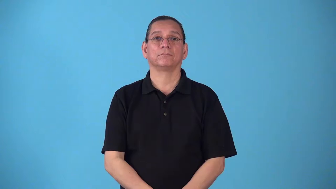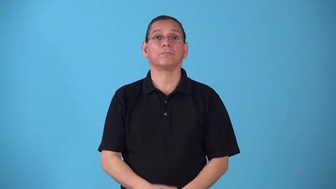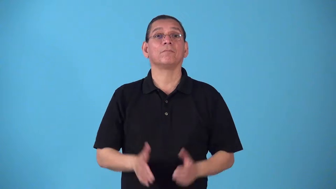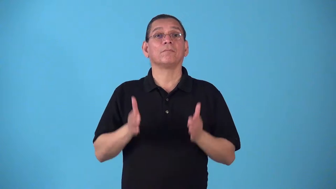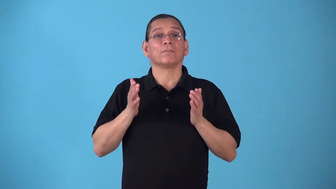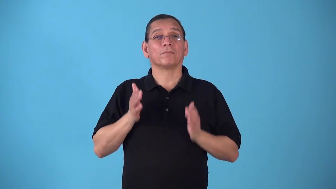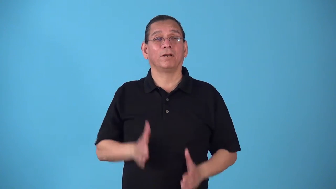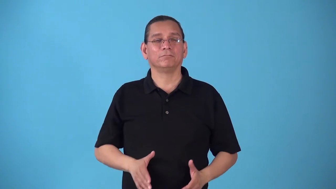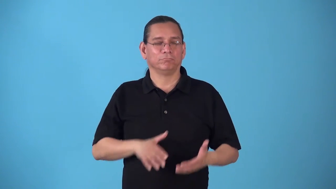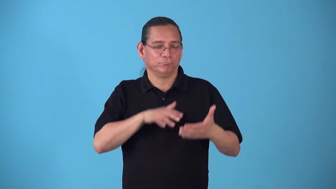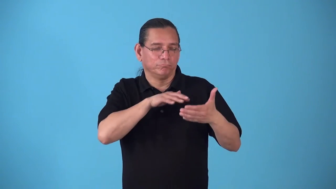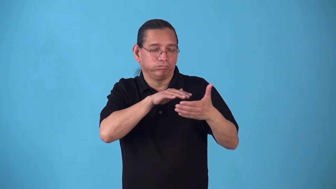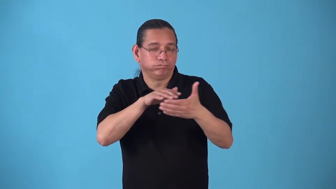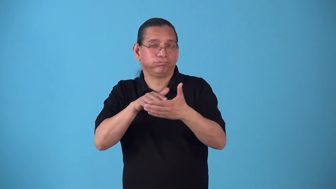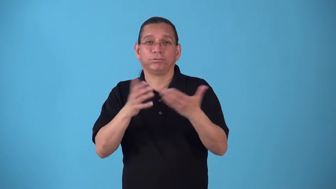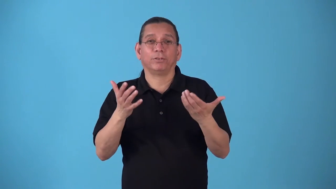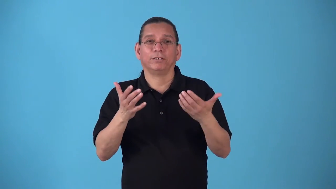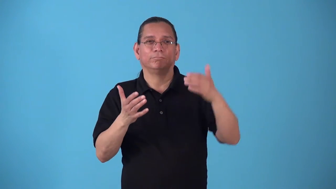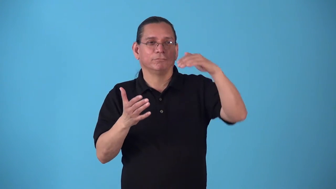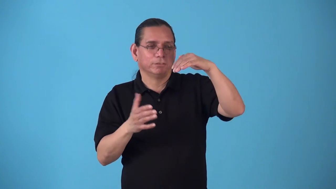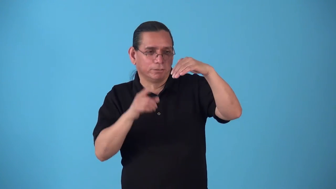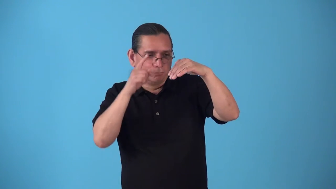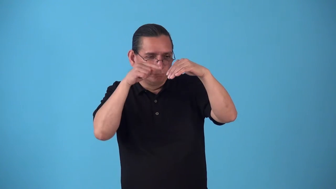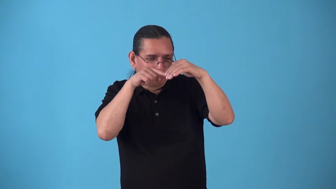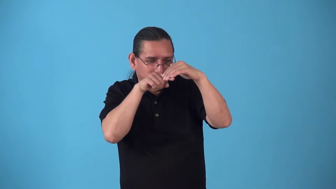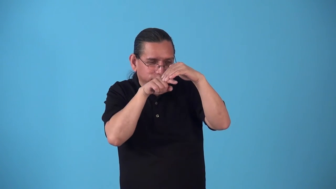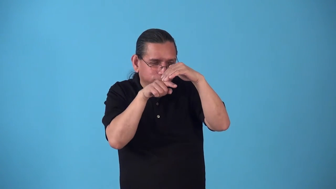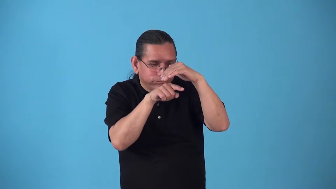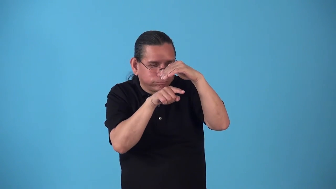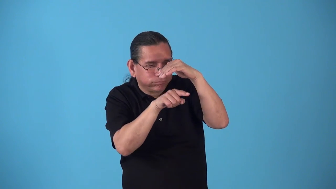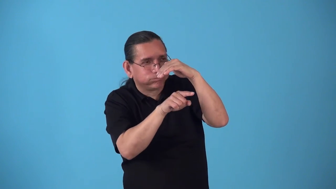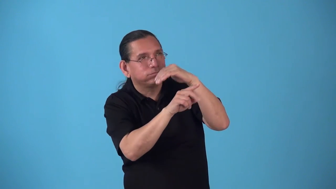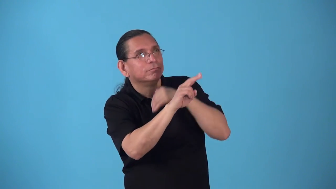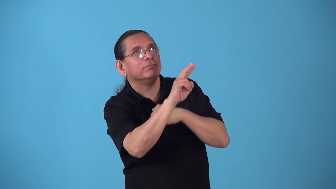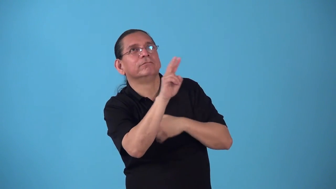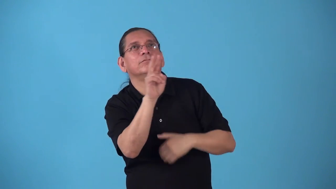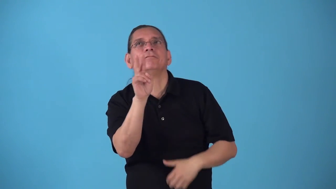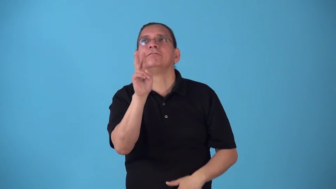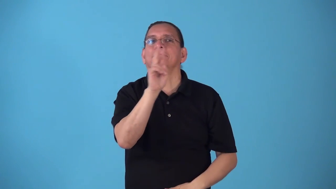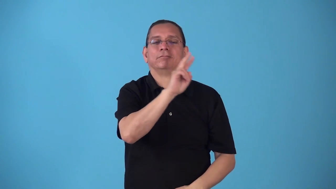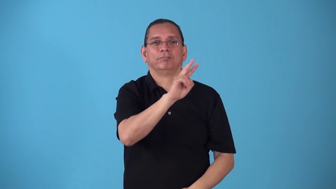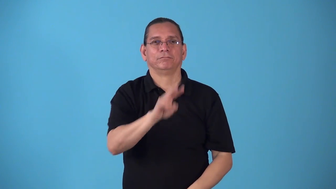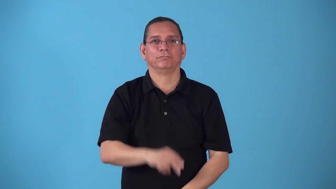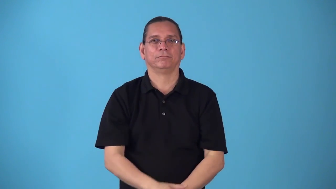speleologist person studies caves